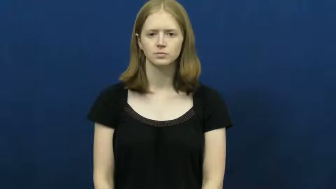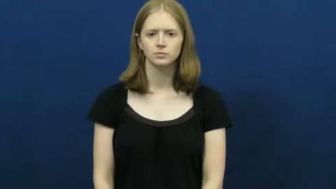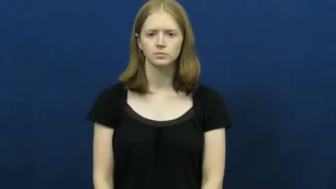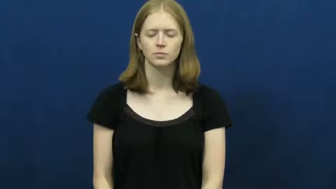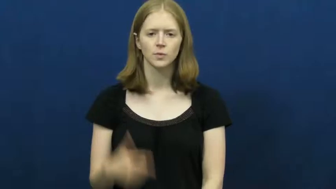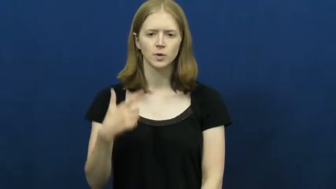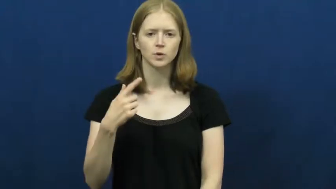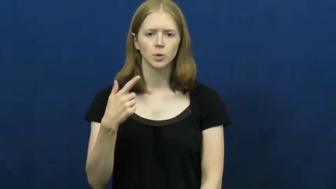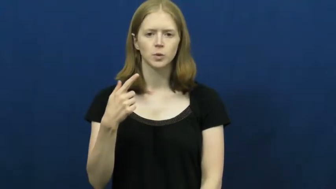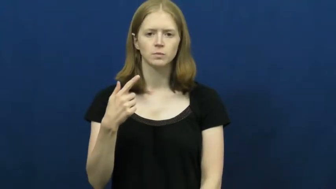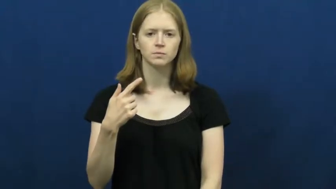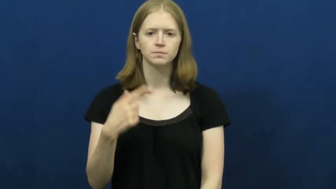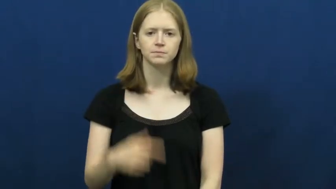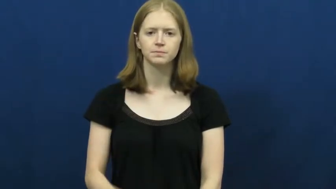twenty-one